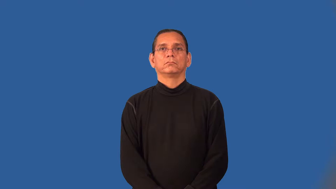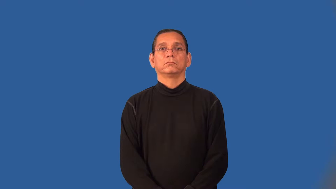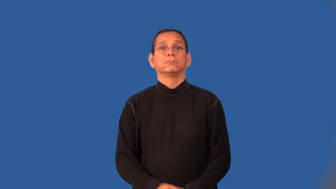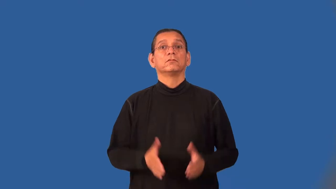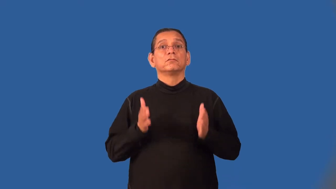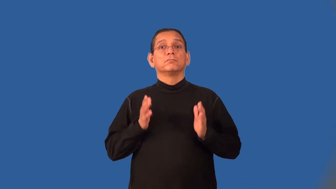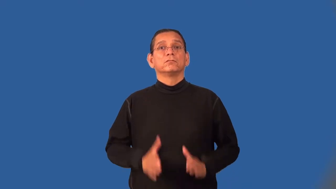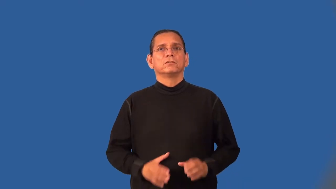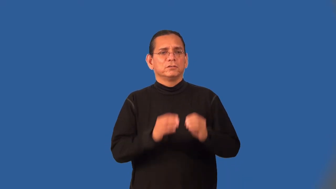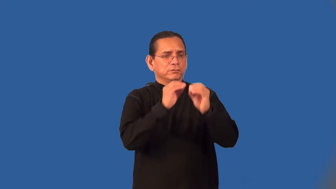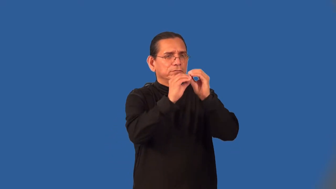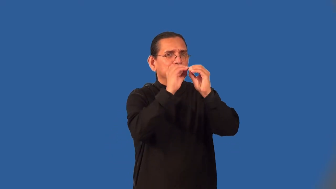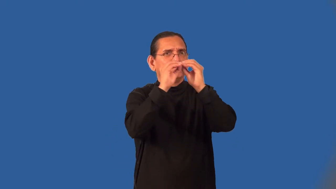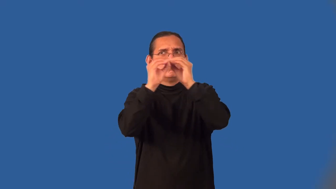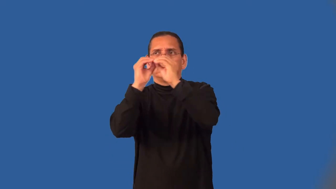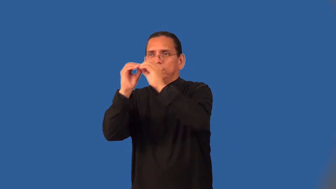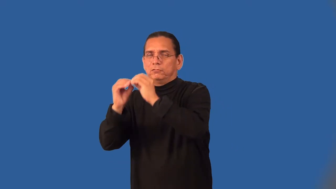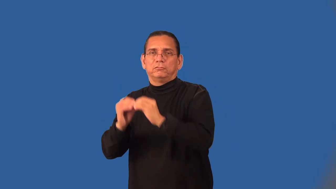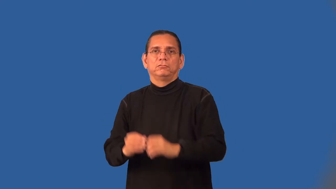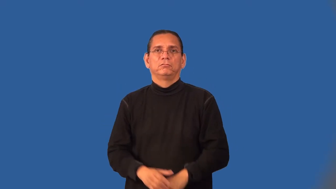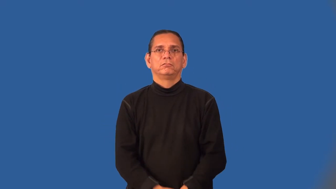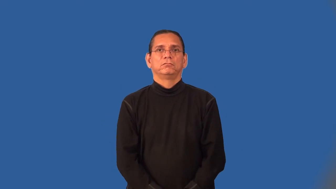handyman